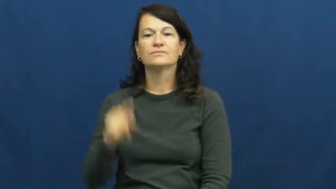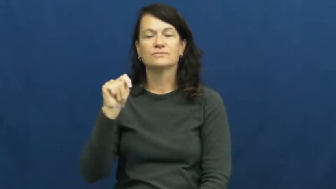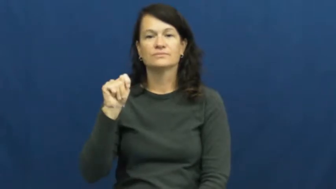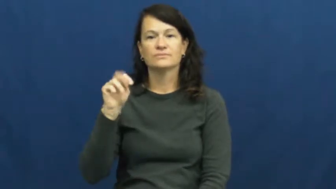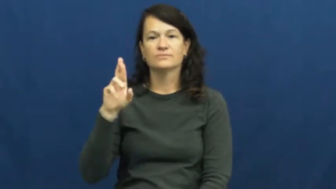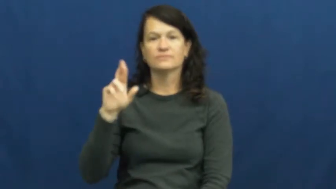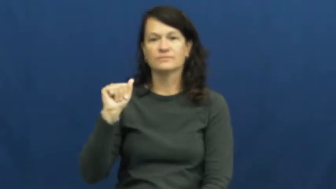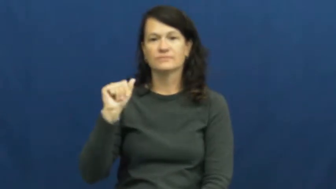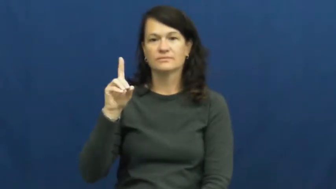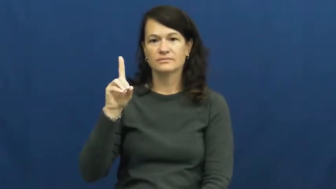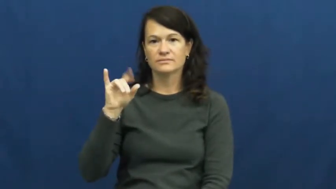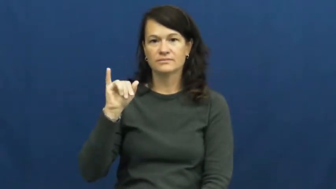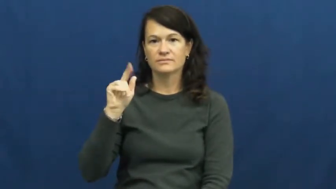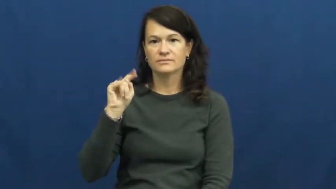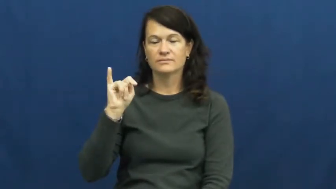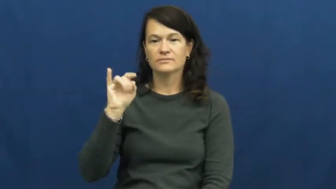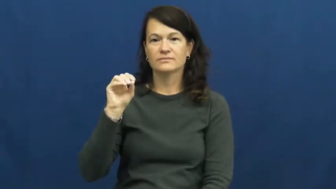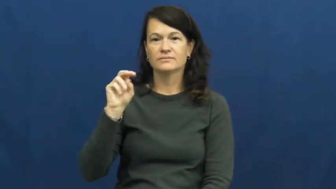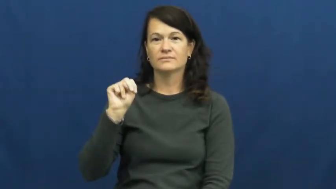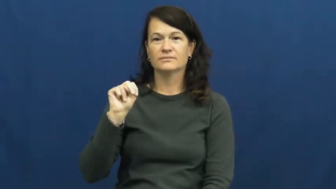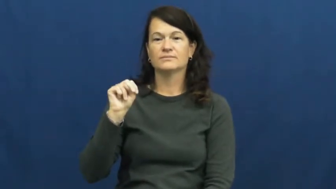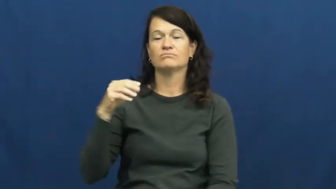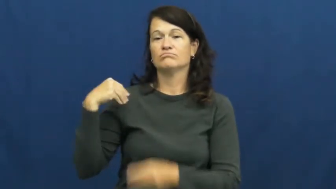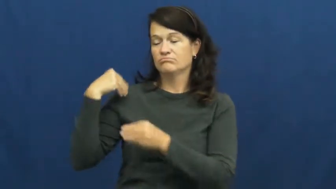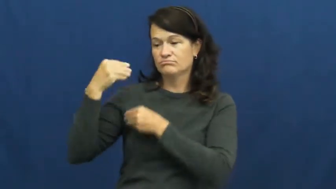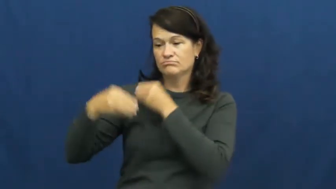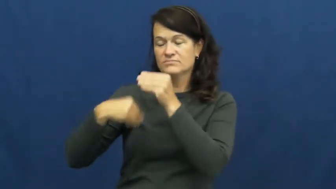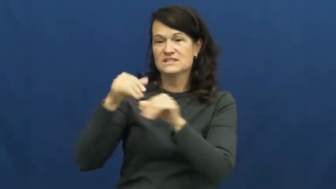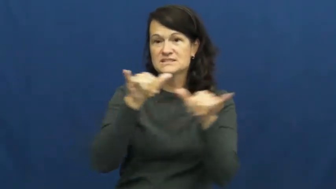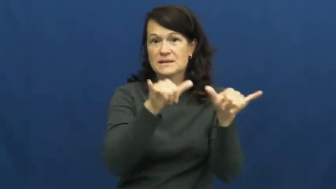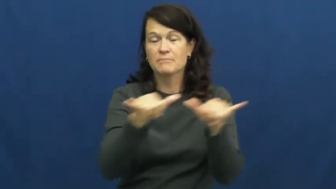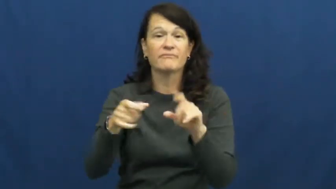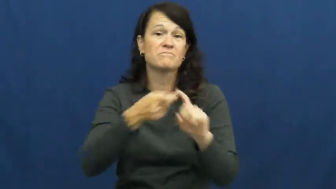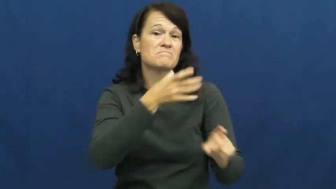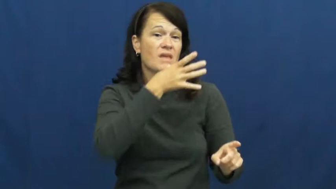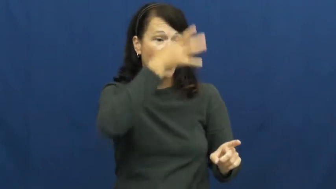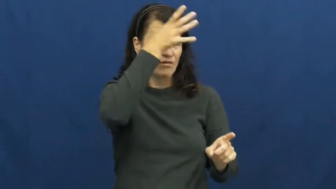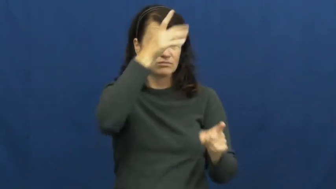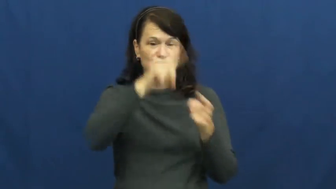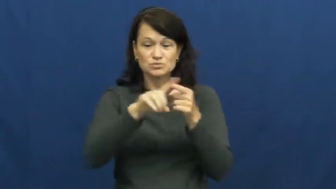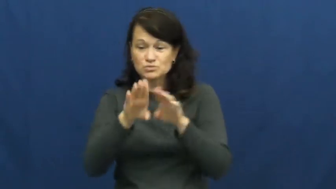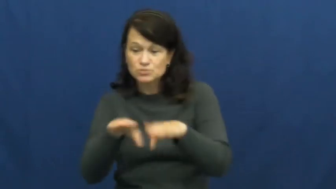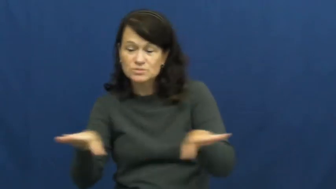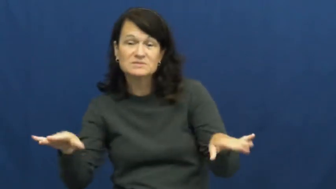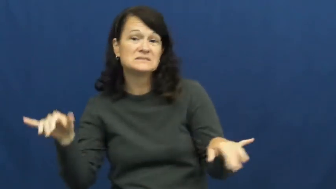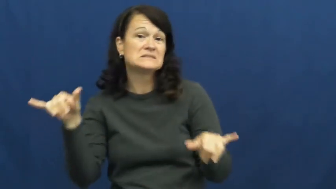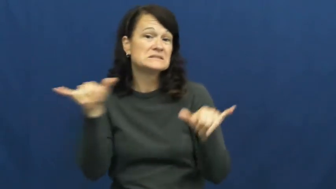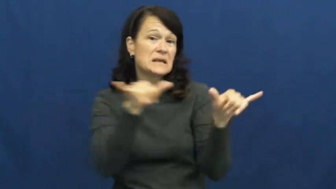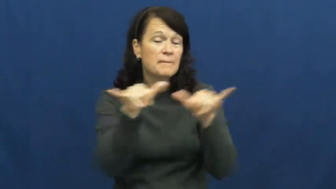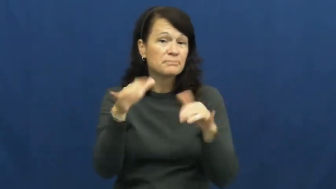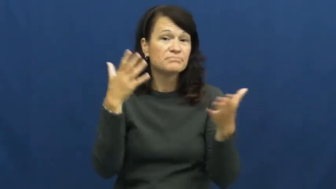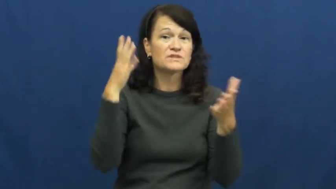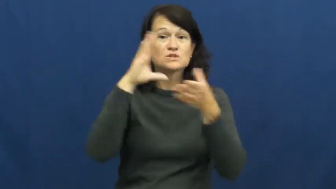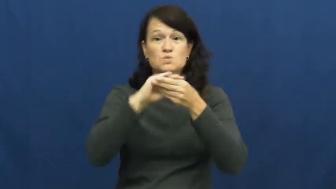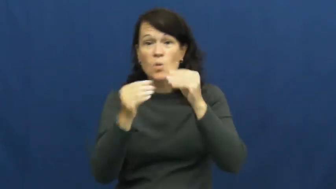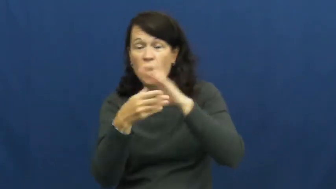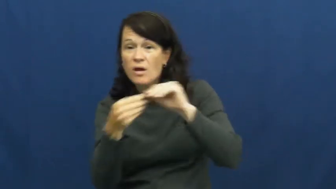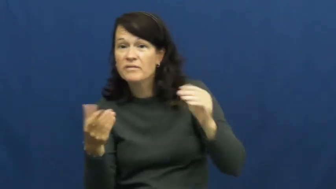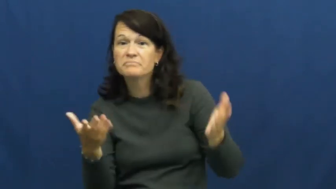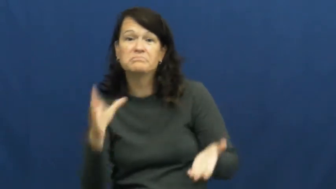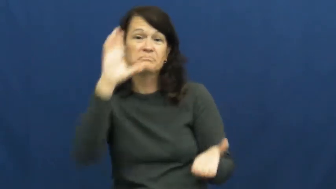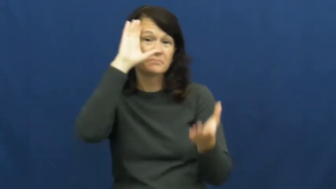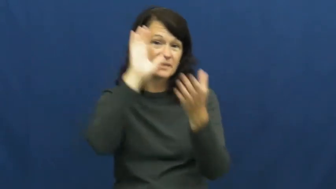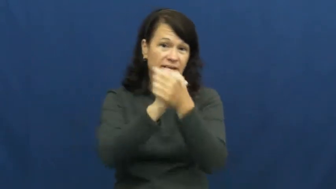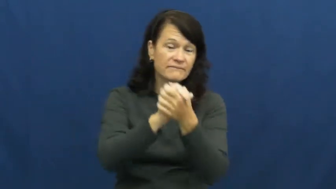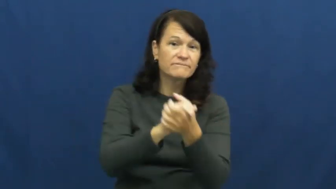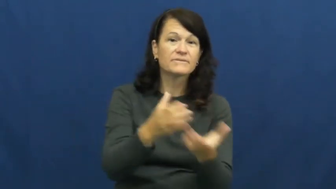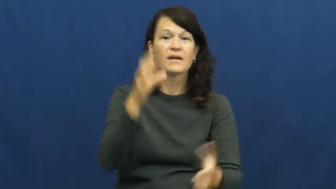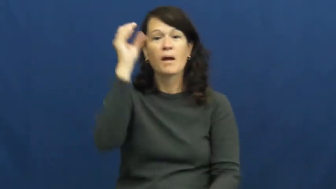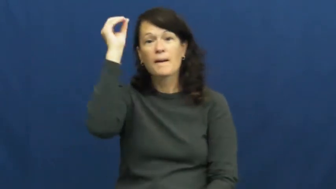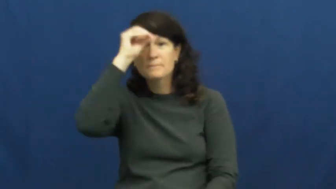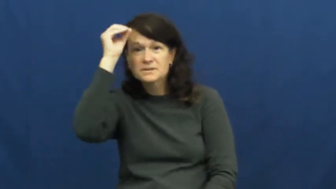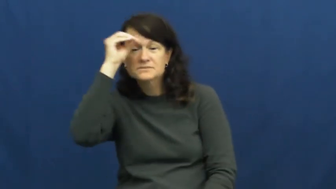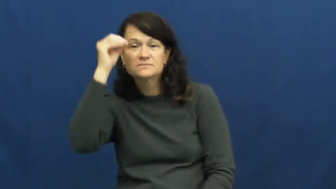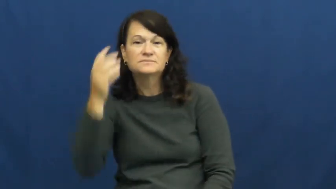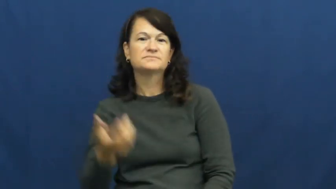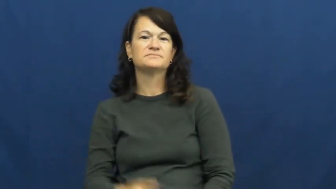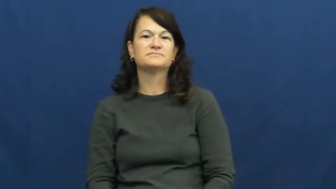tradition